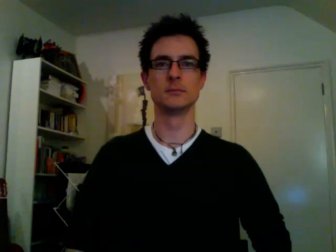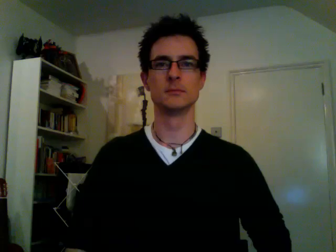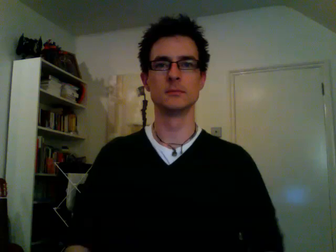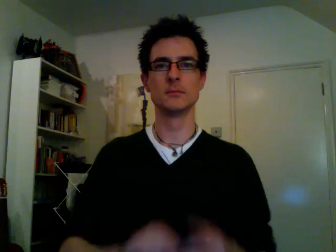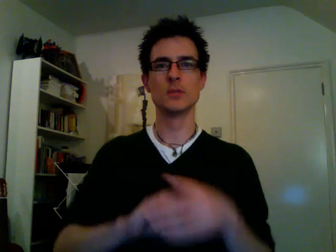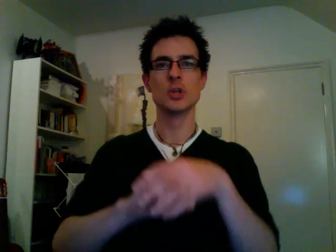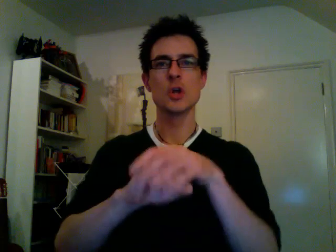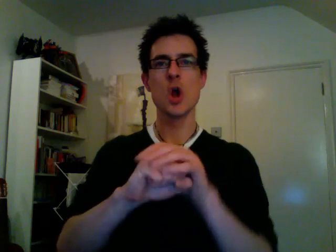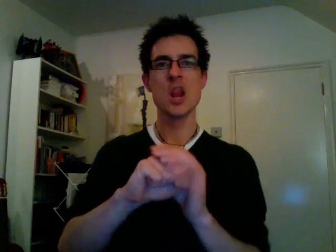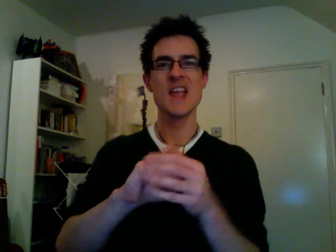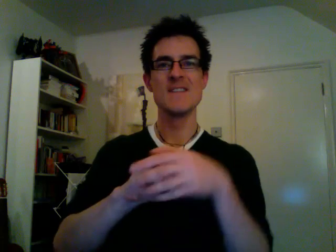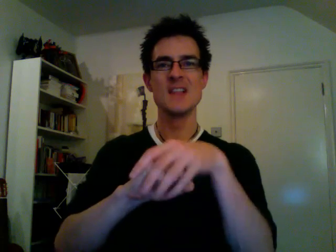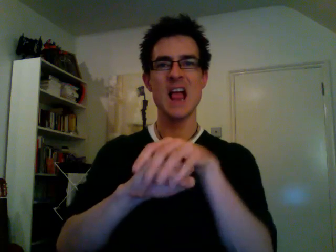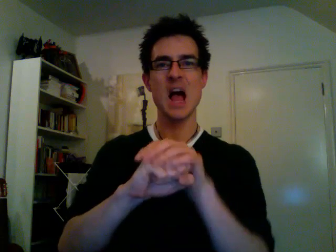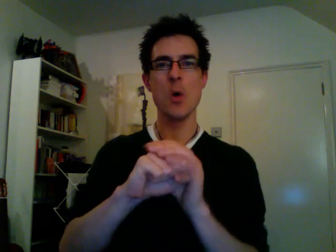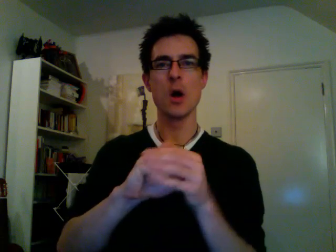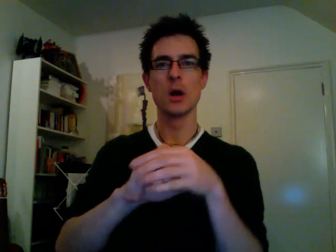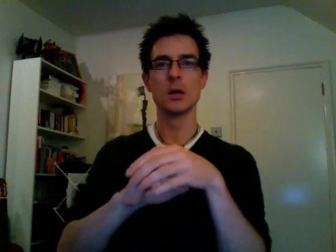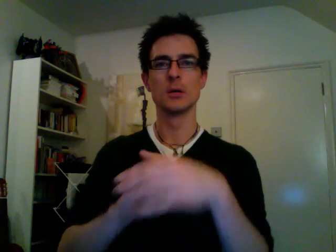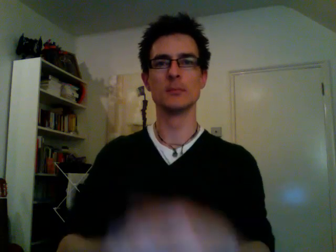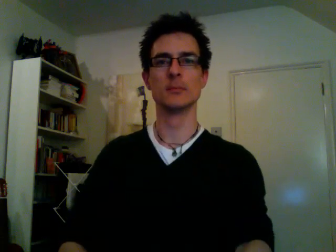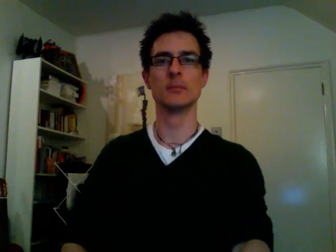cauliflower